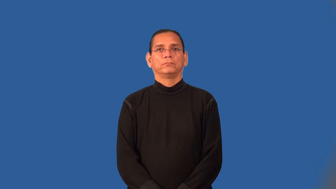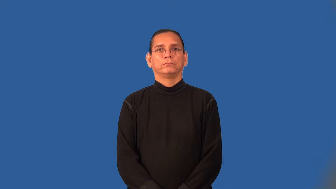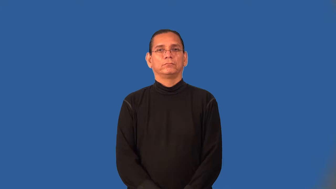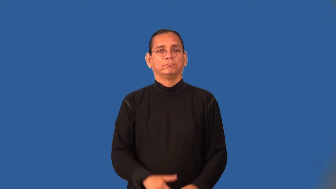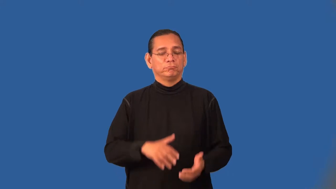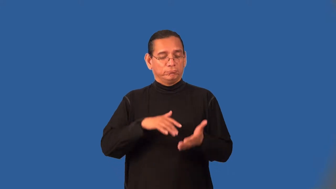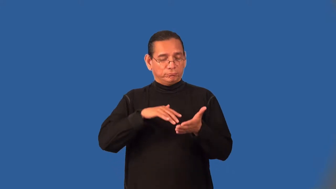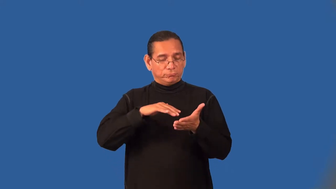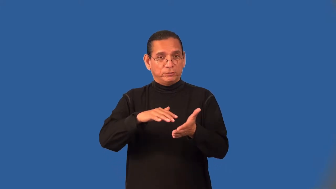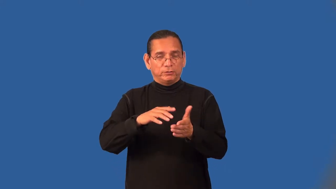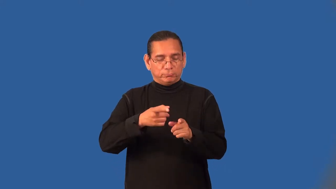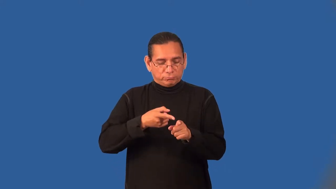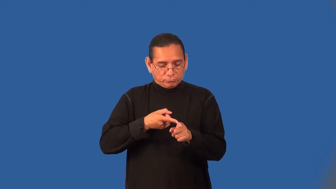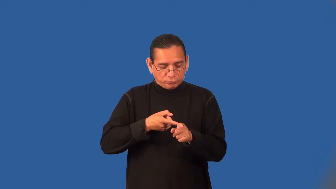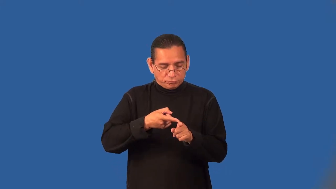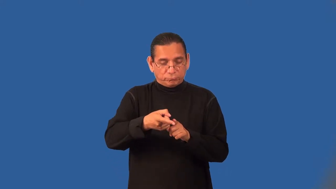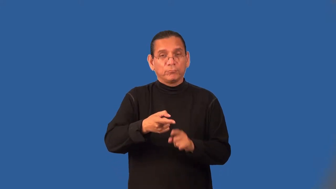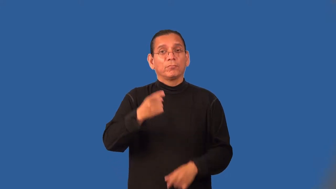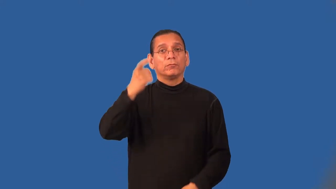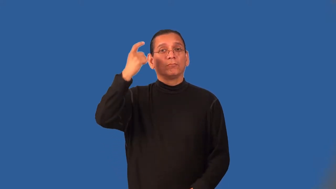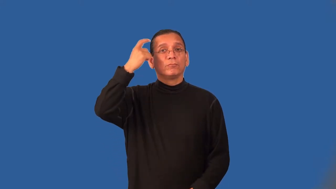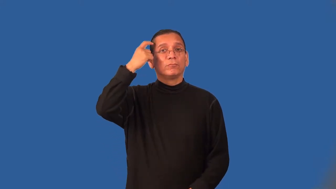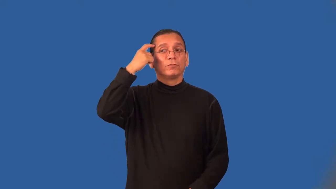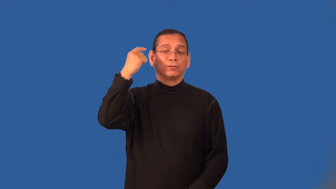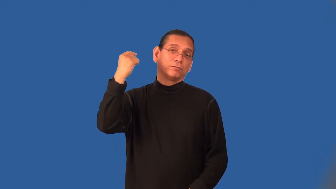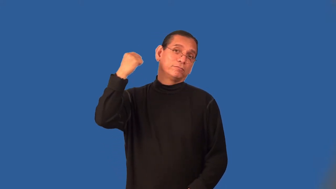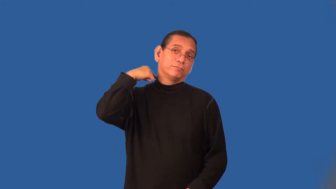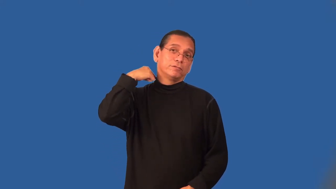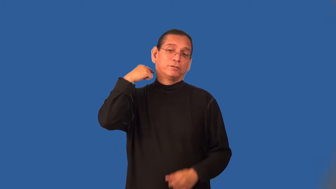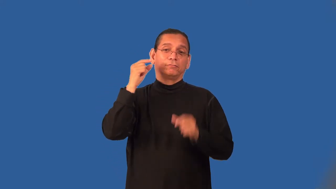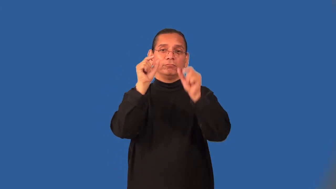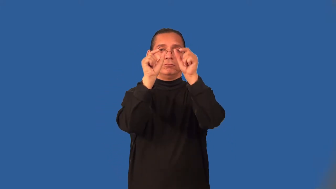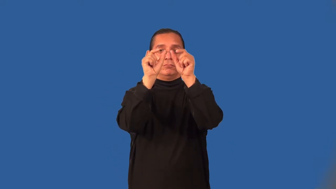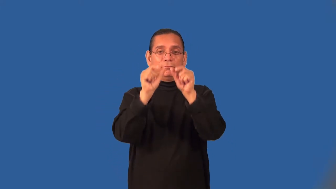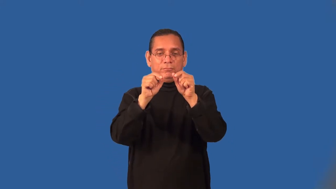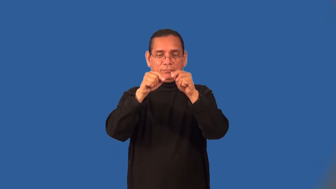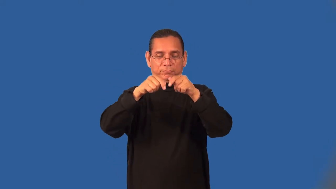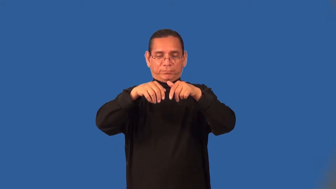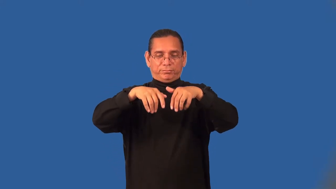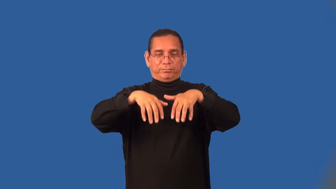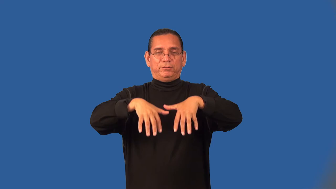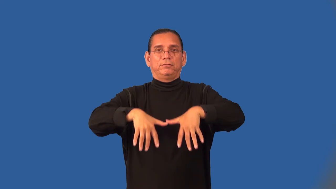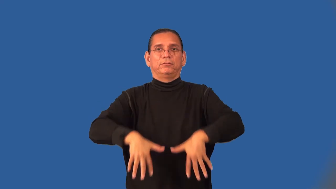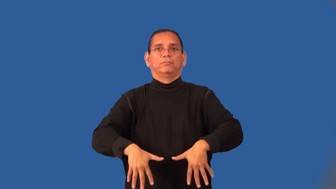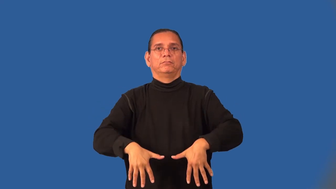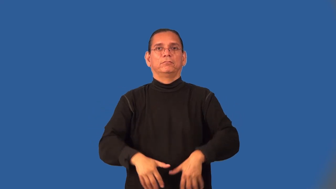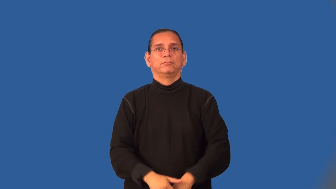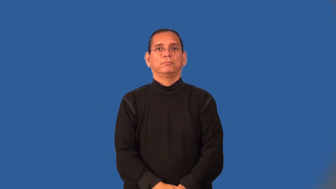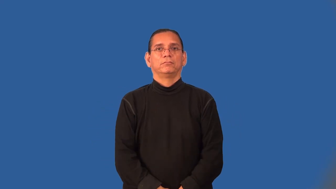neurology